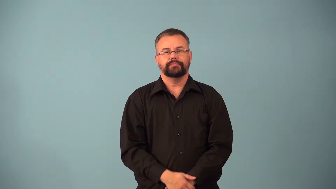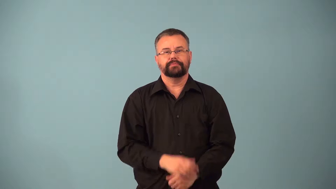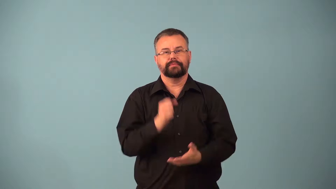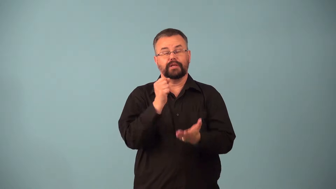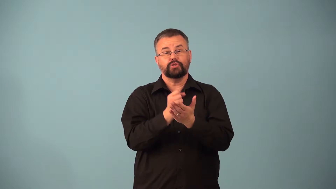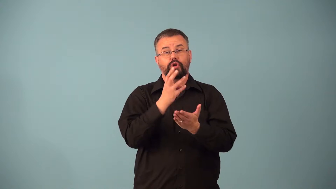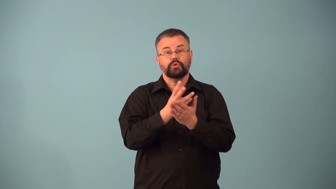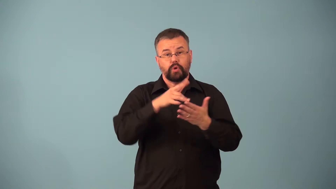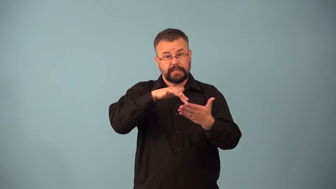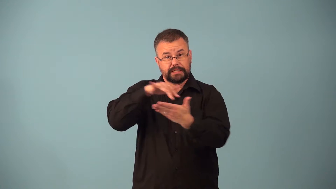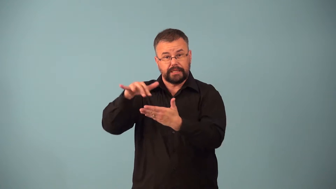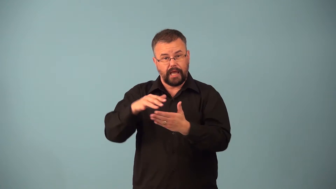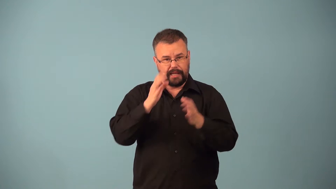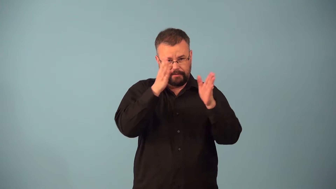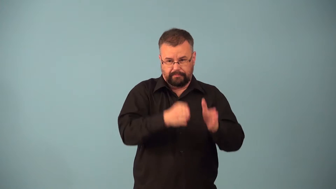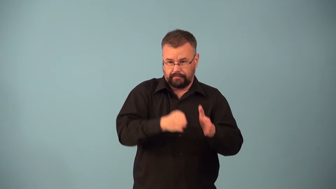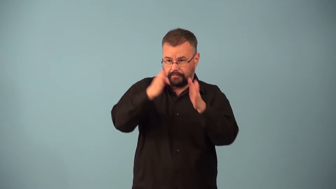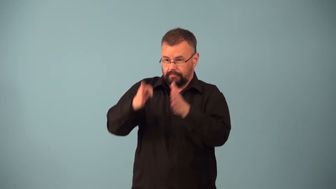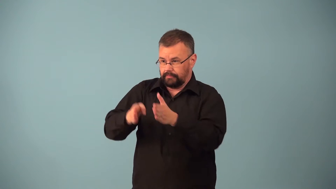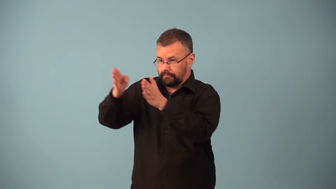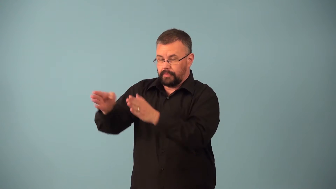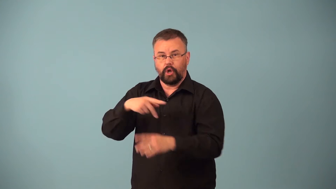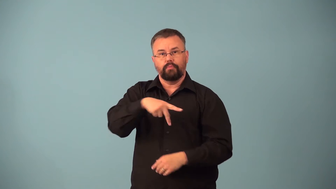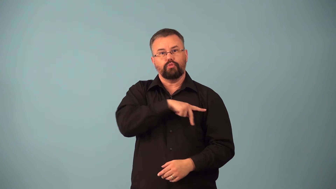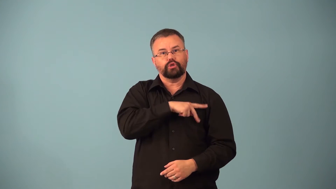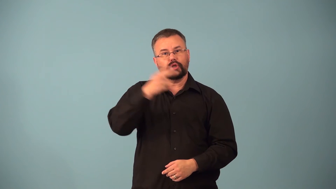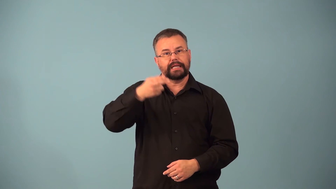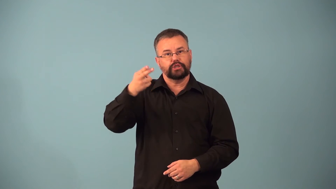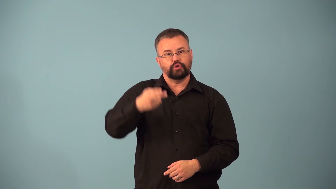casework